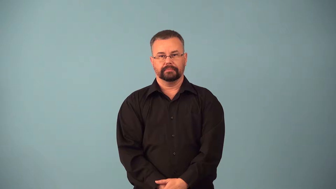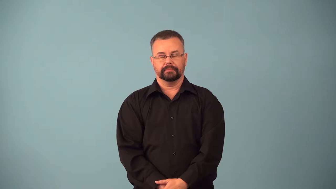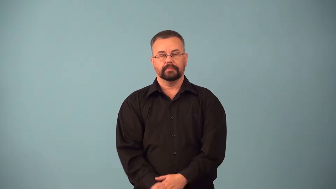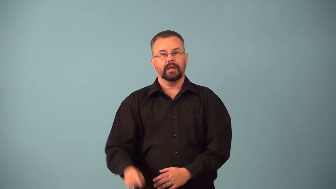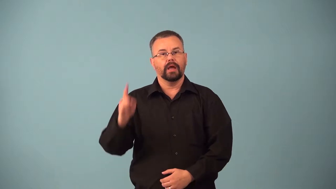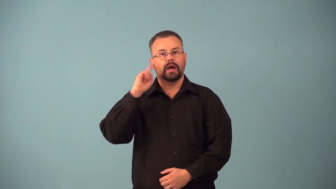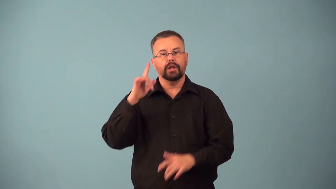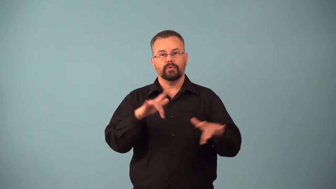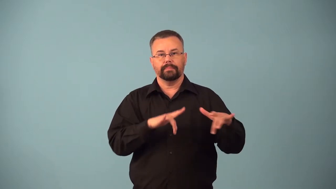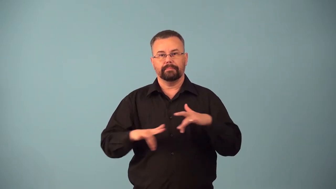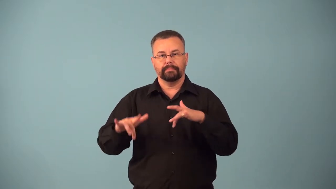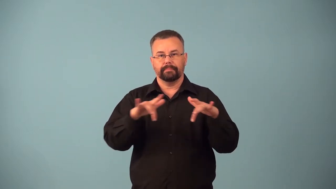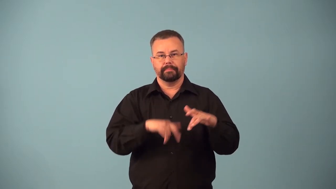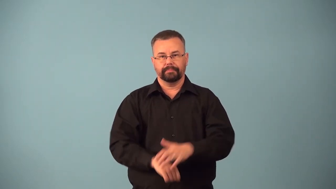audiotape